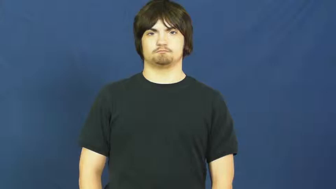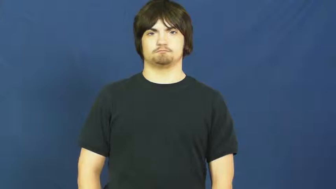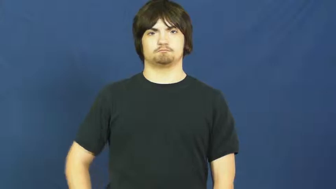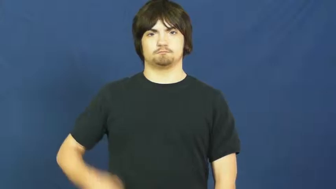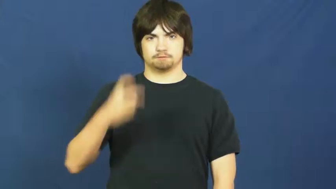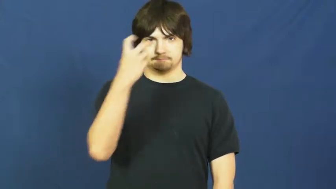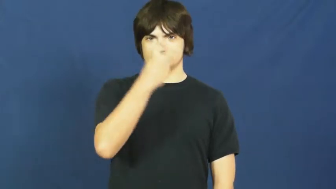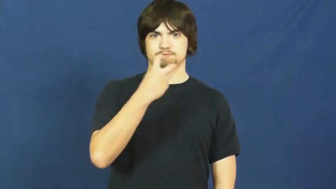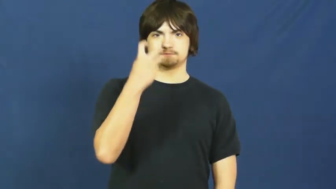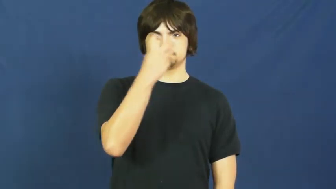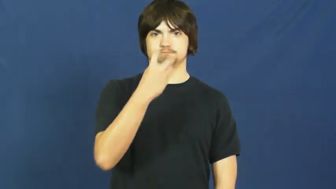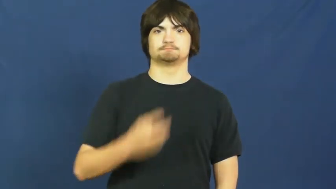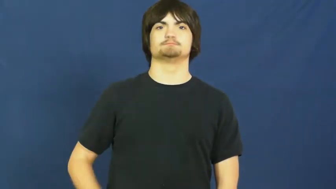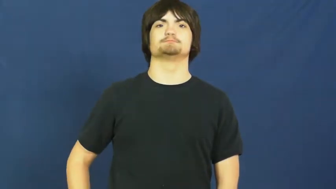speech